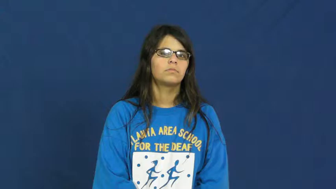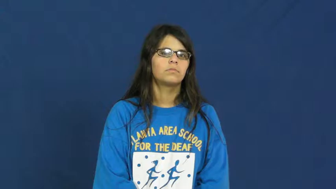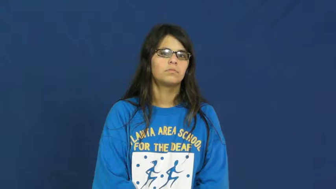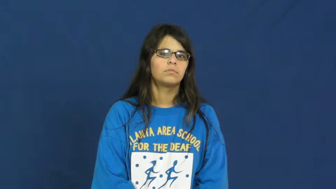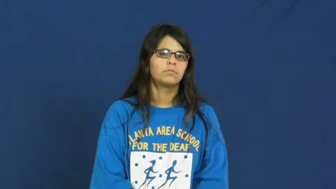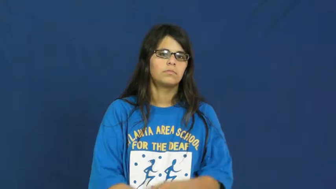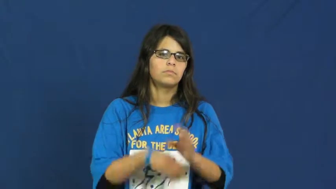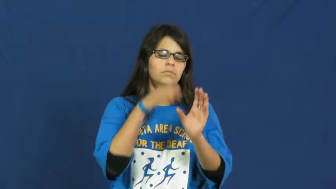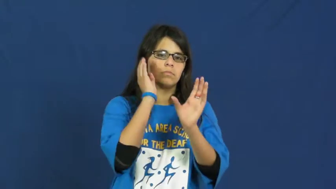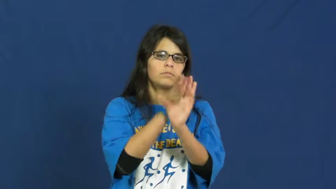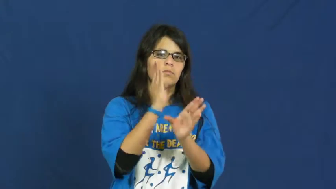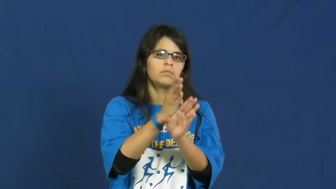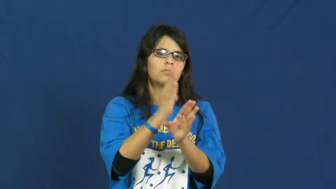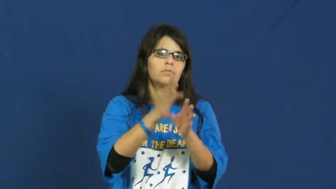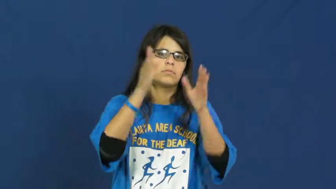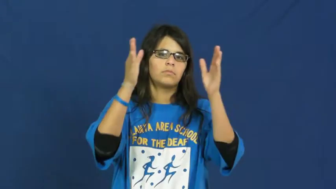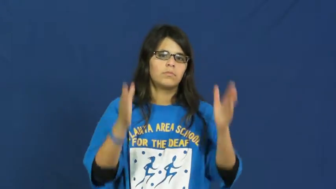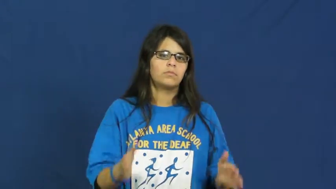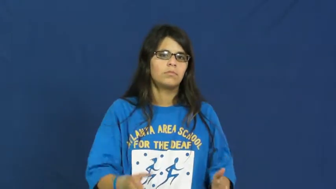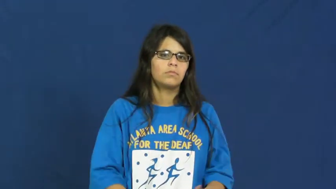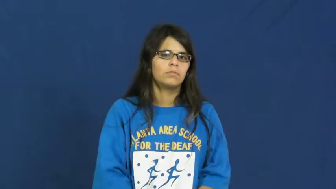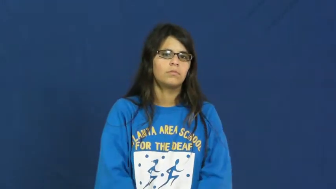psychologist